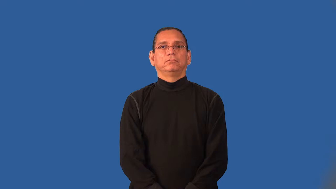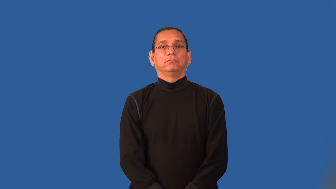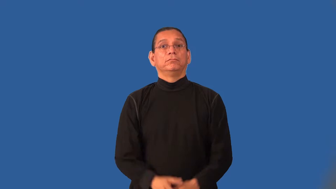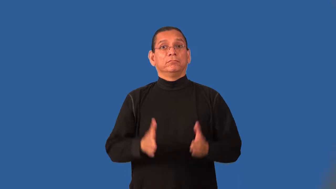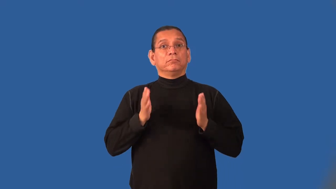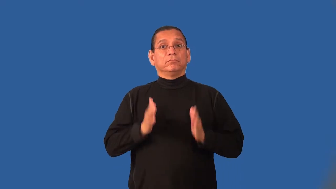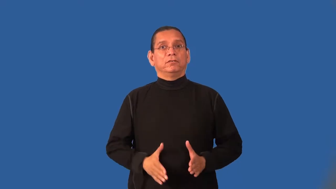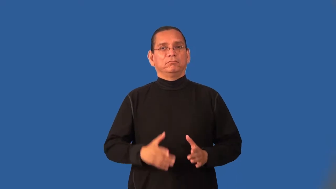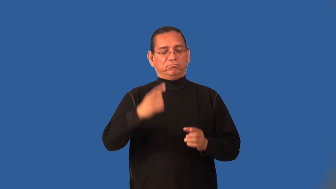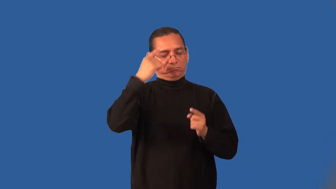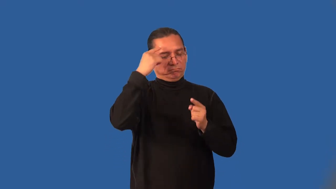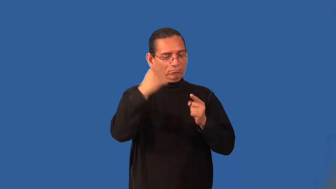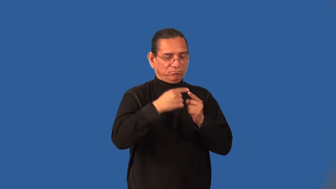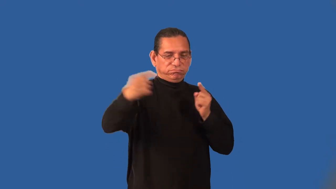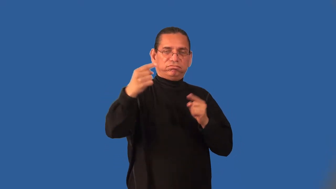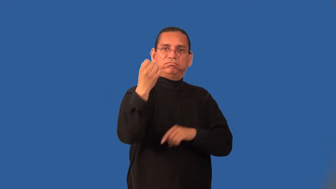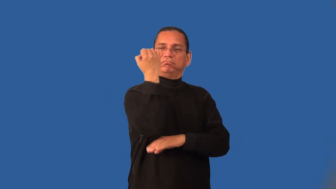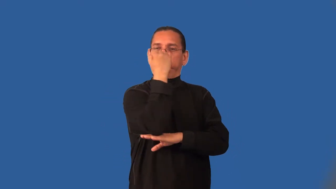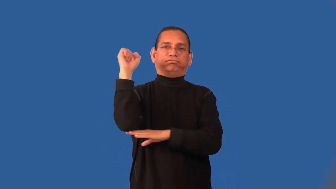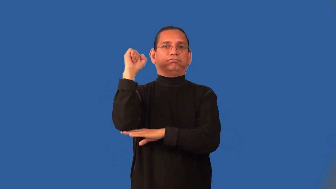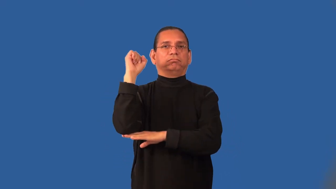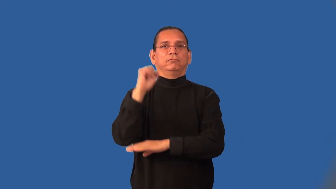iconoclast